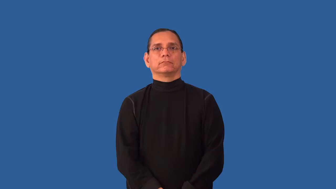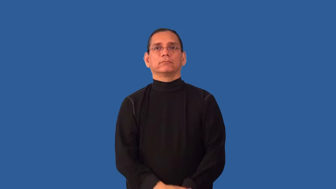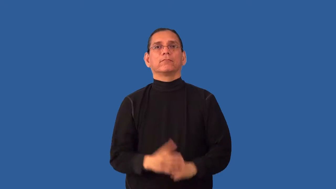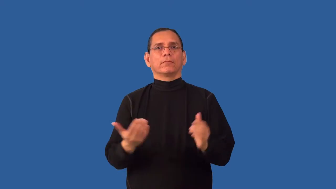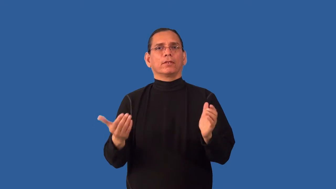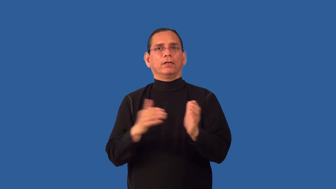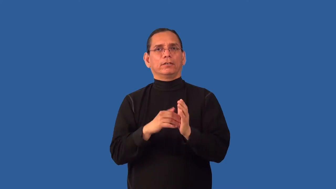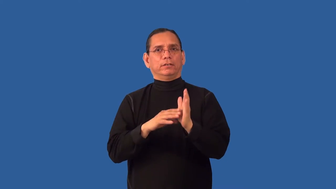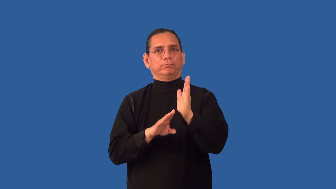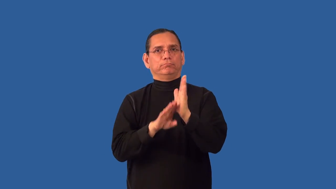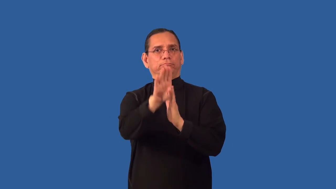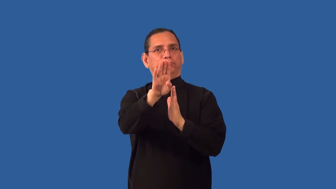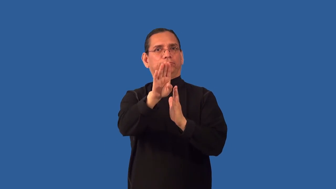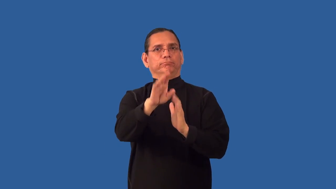redevelop